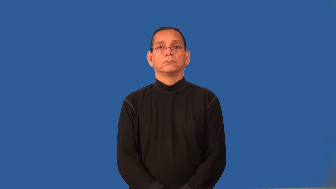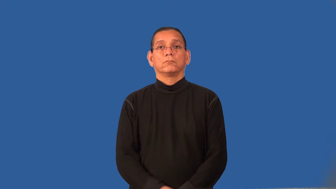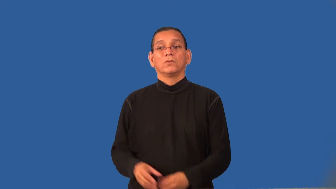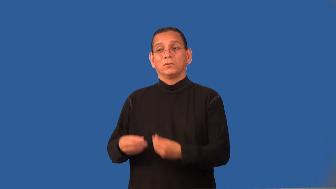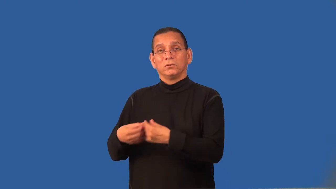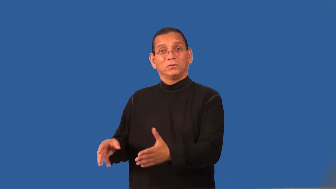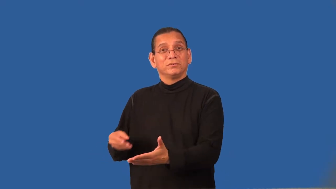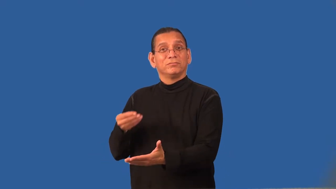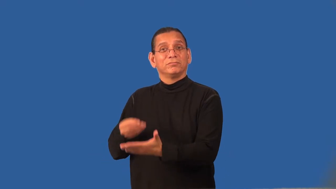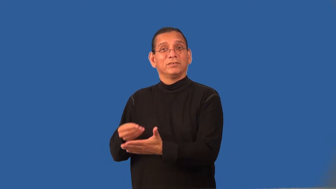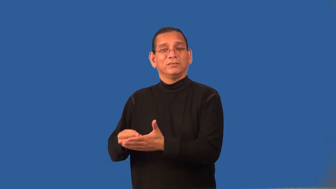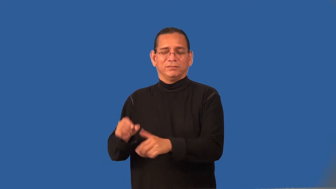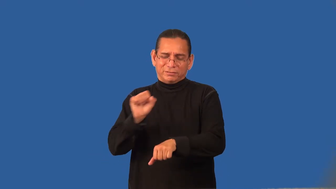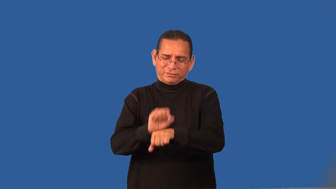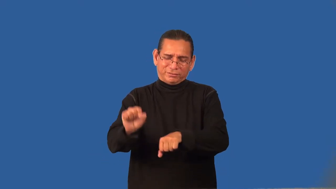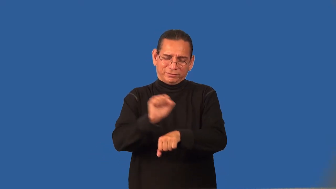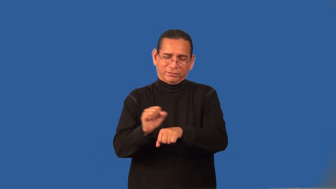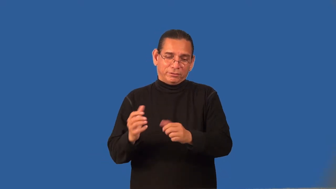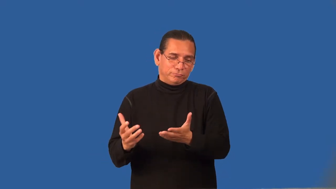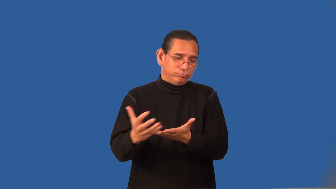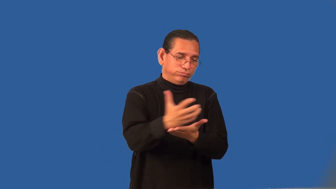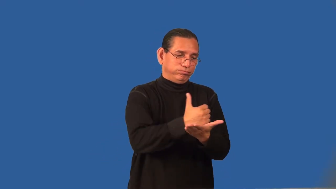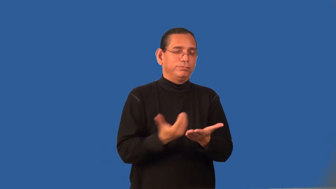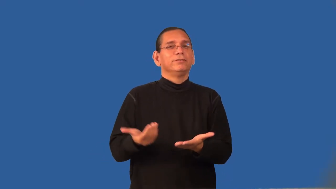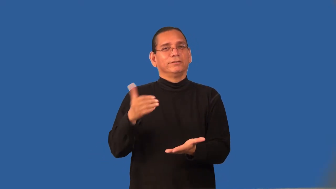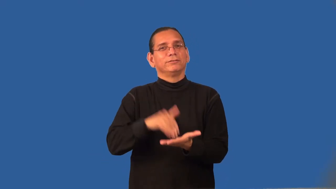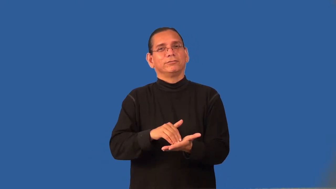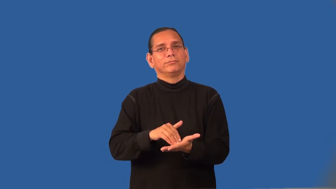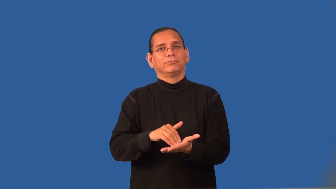recoup